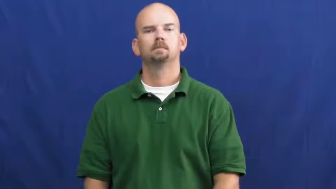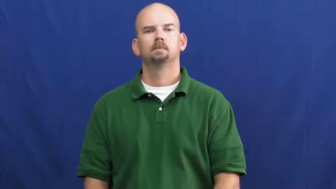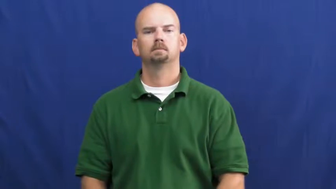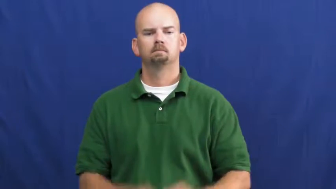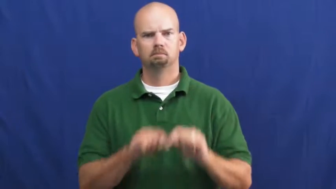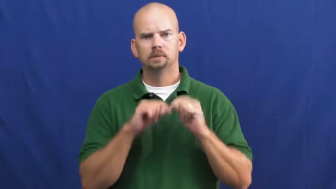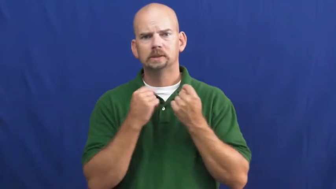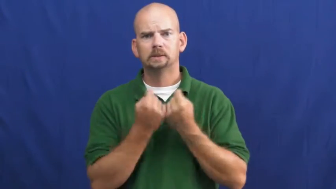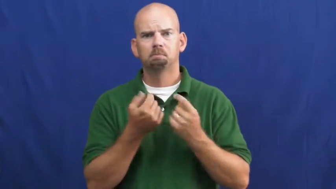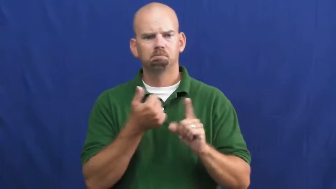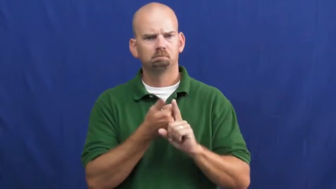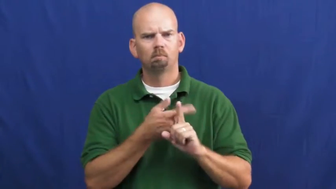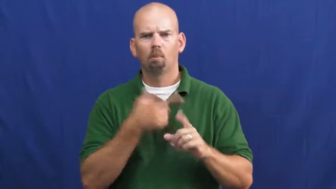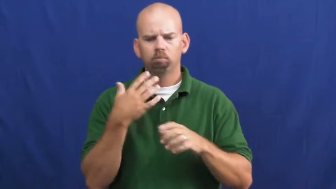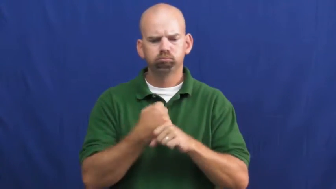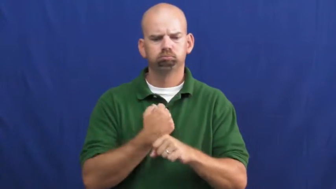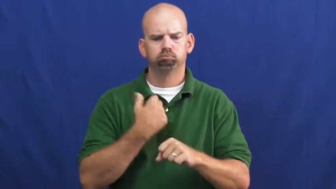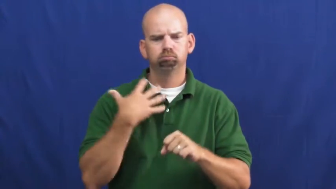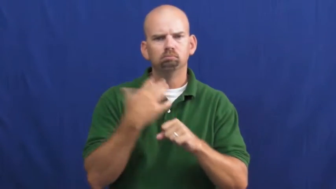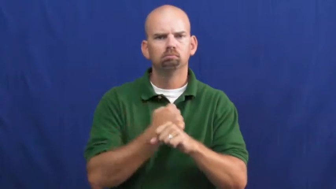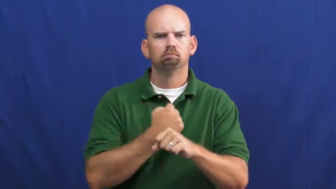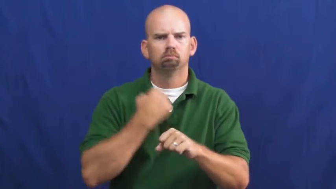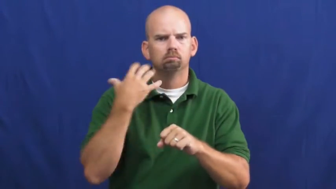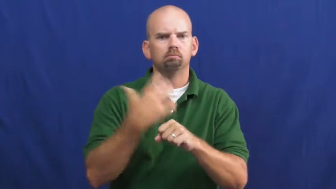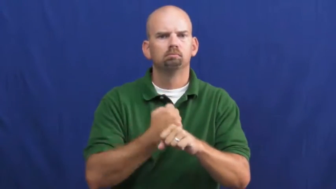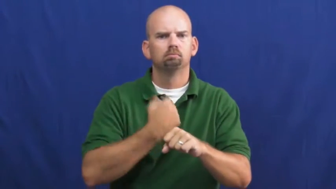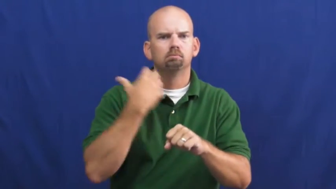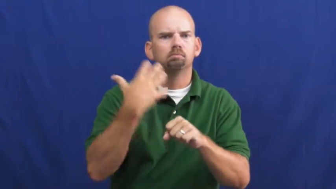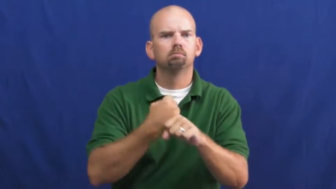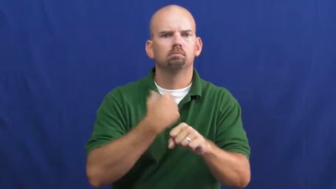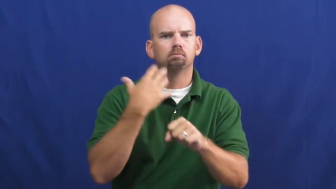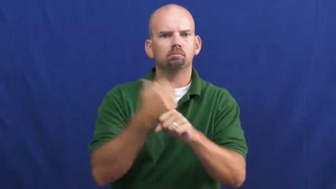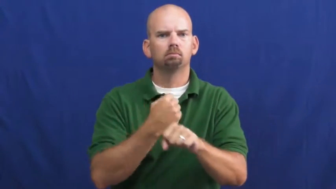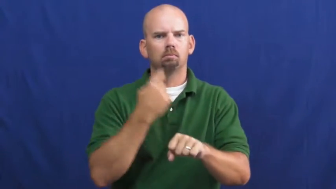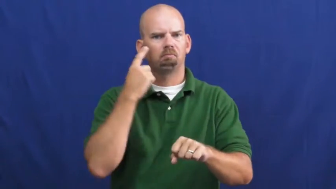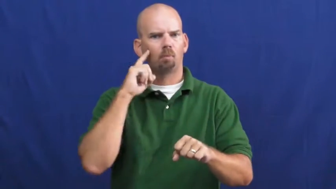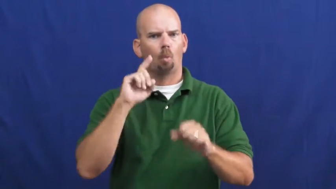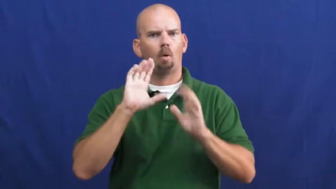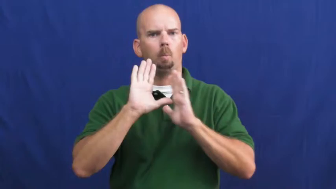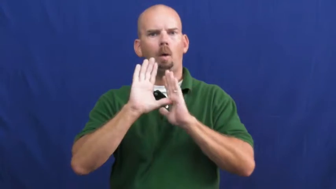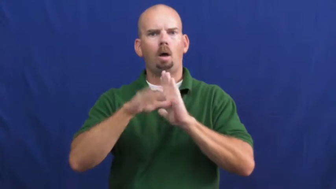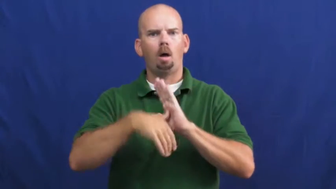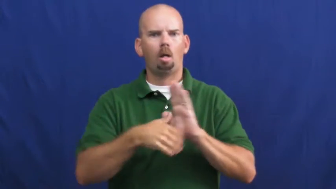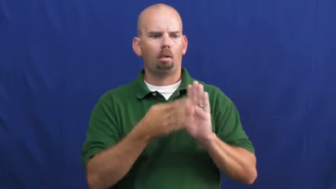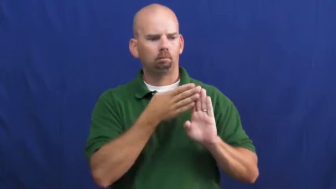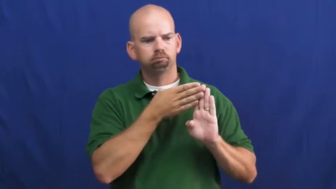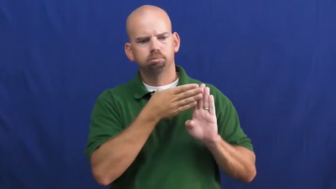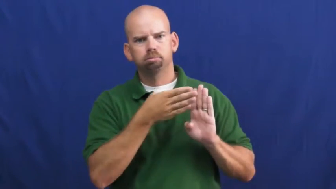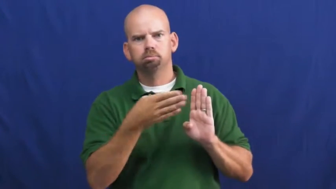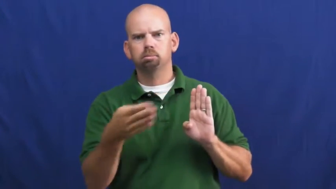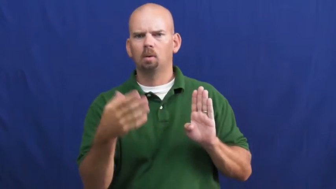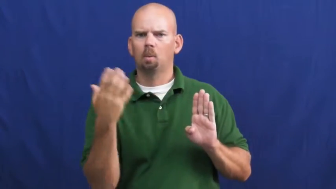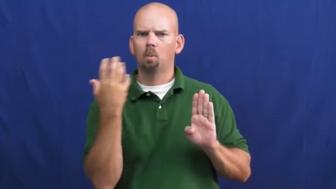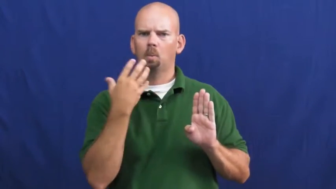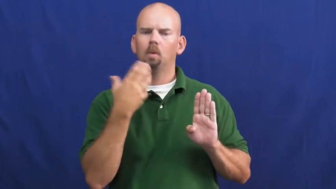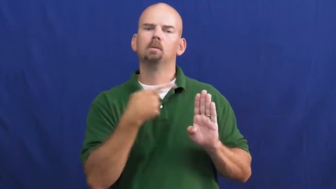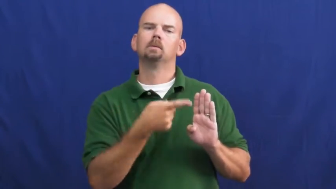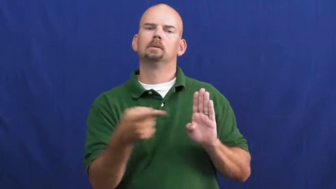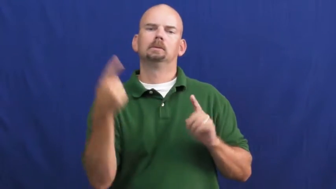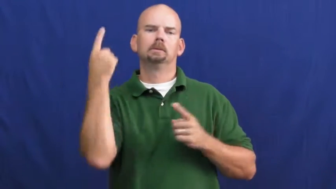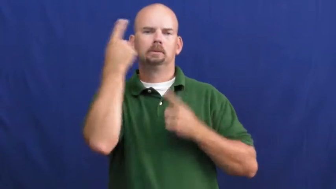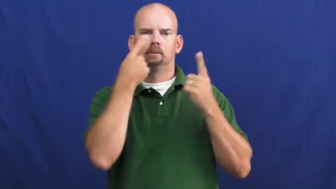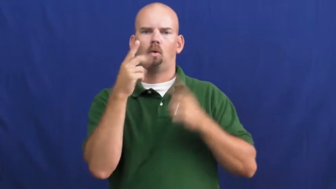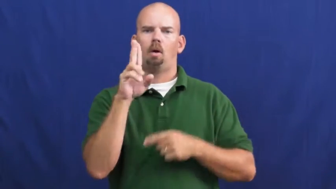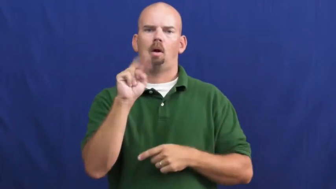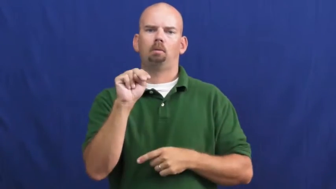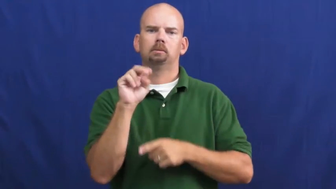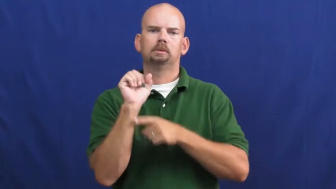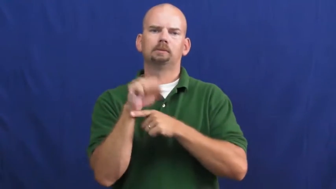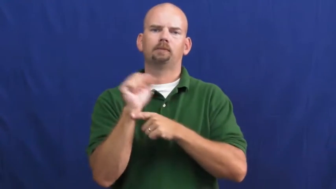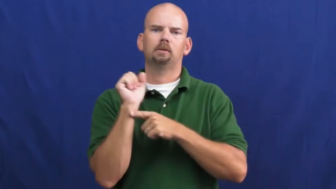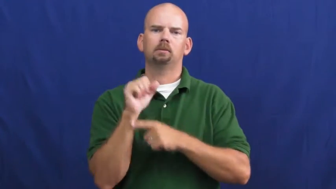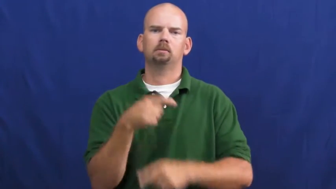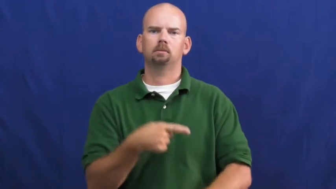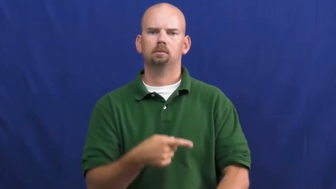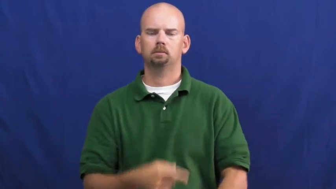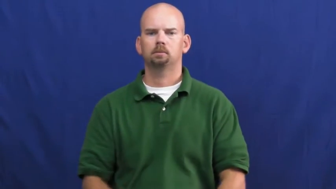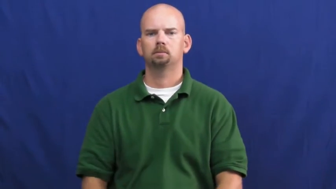undefeated